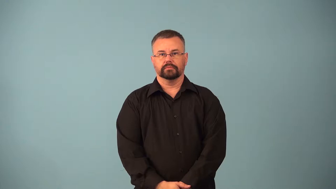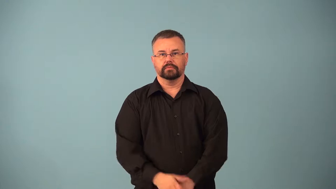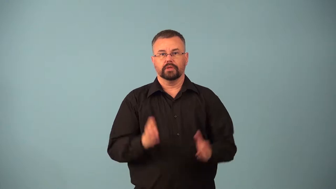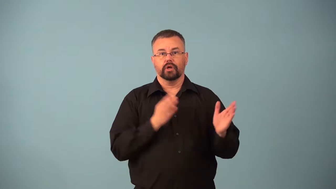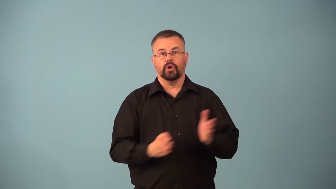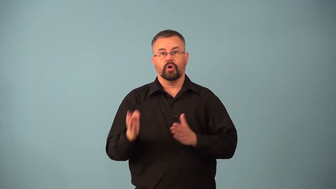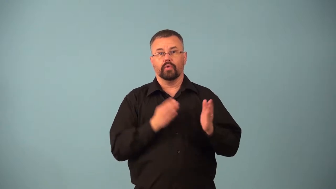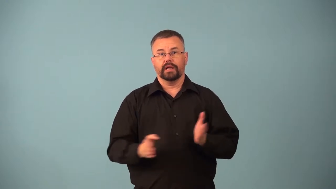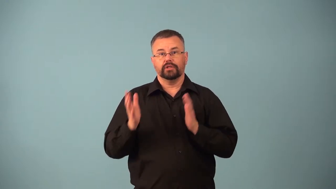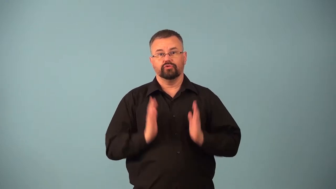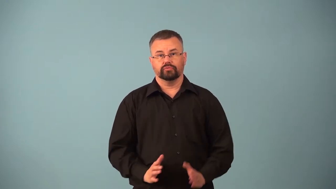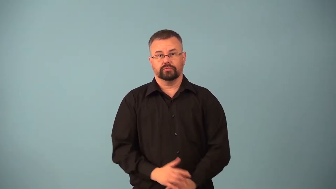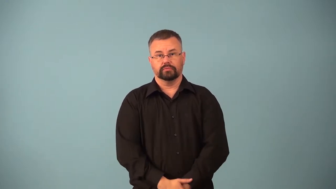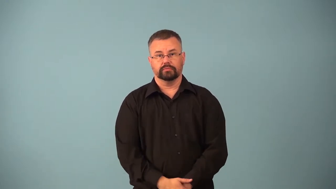arranger